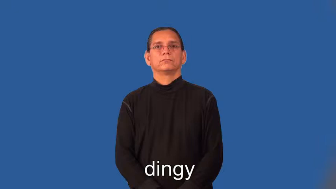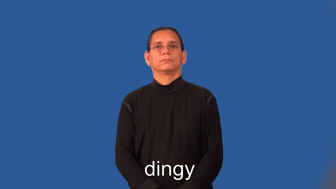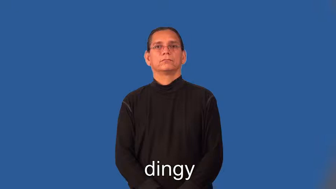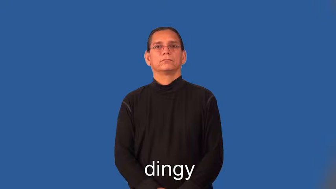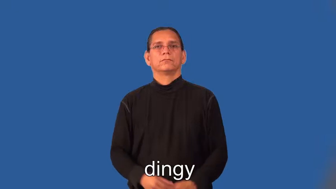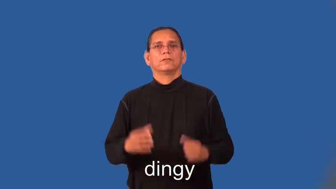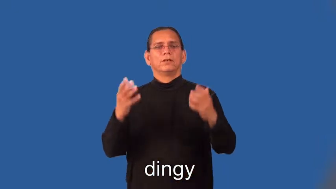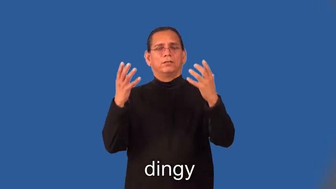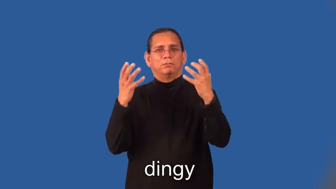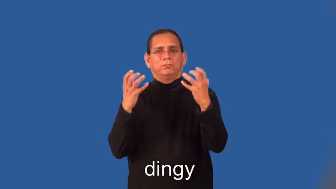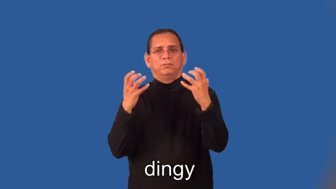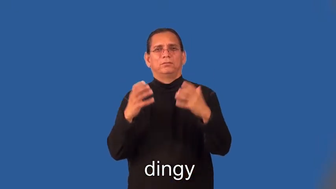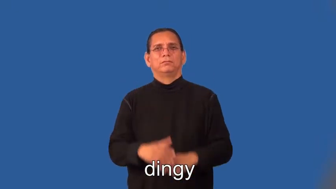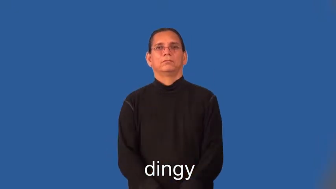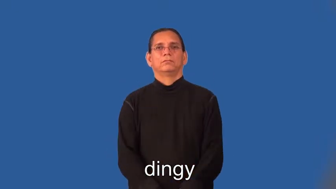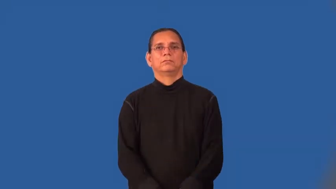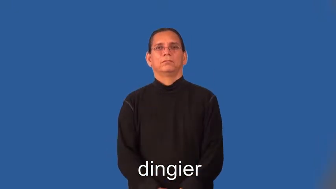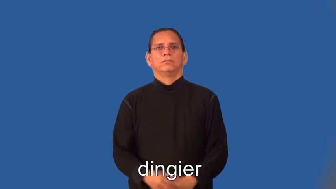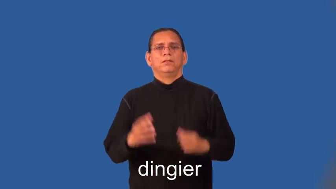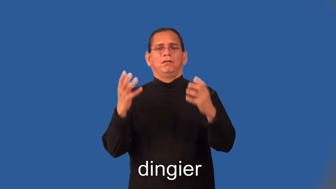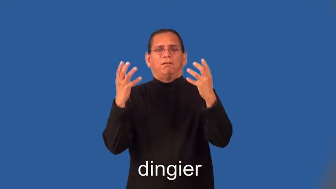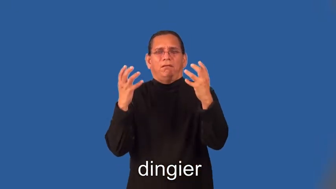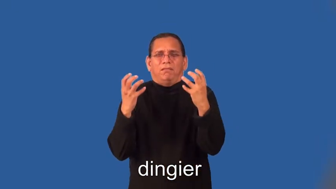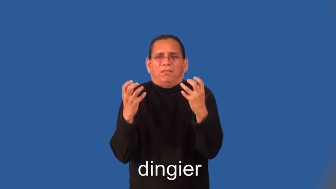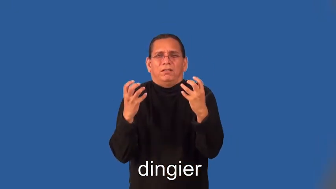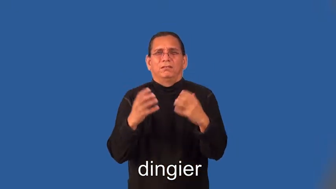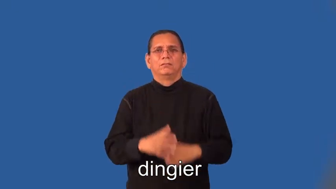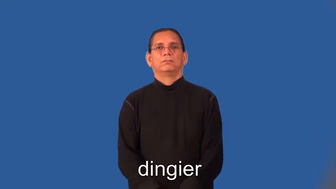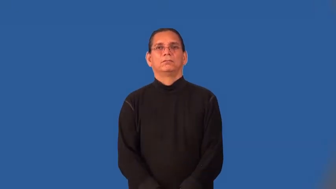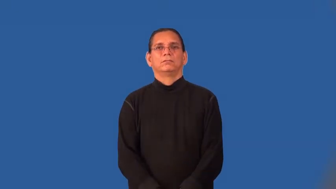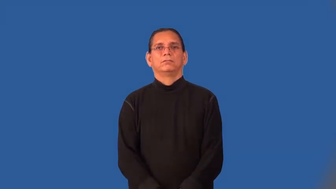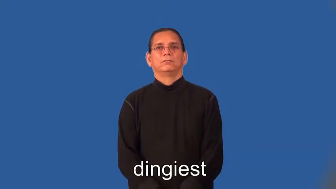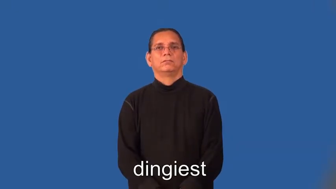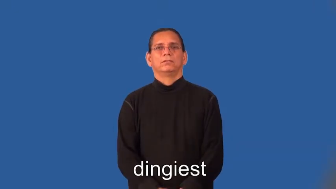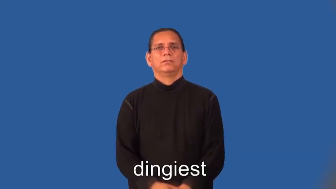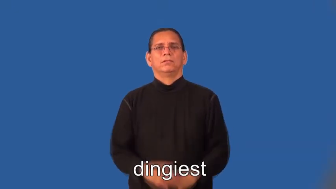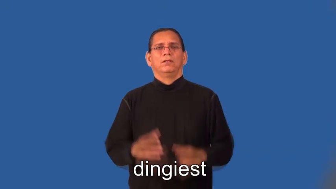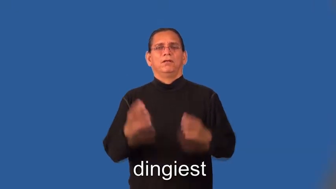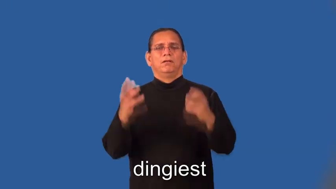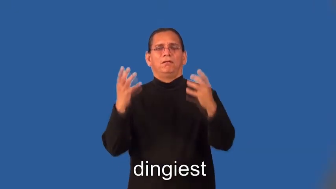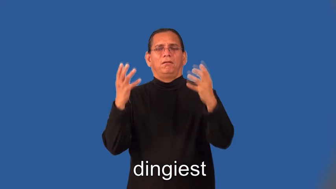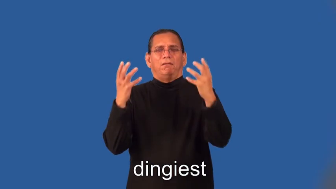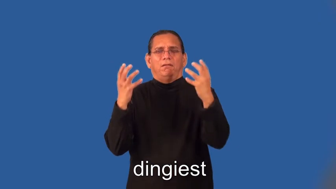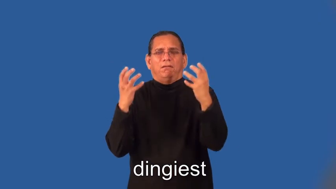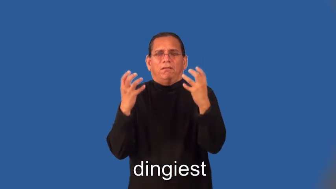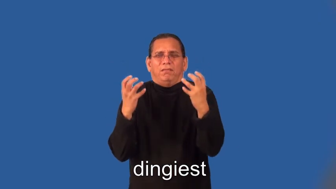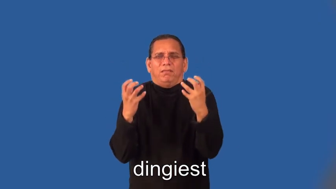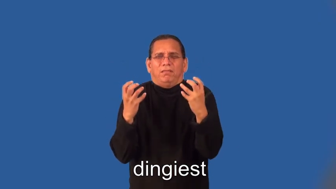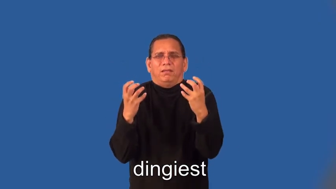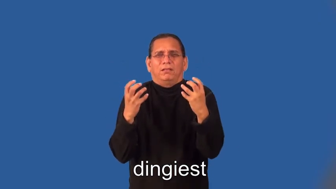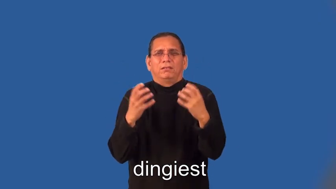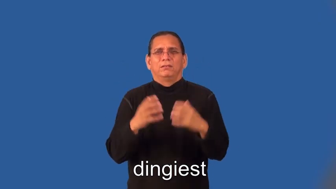dingier,dingiest